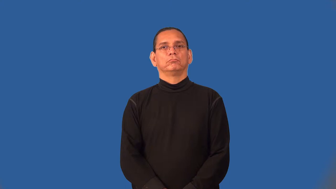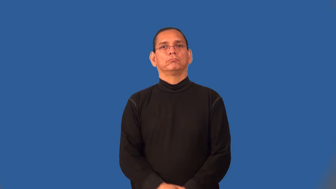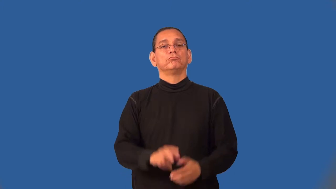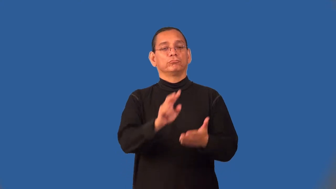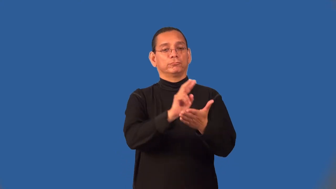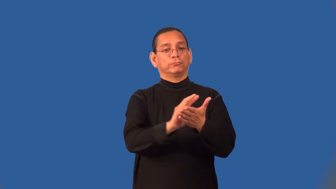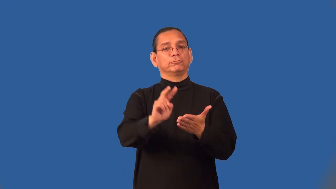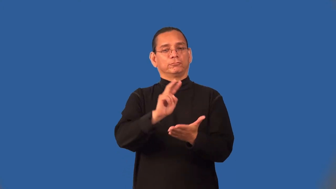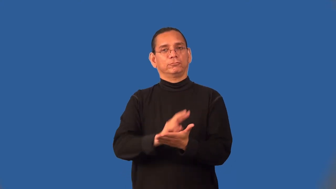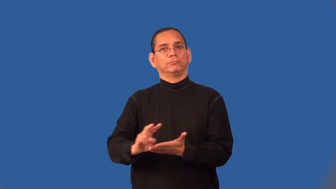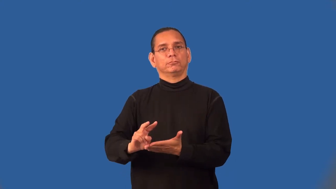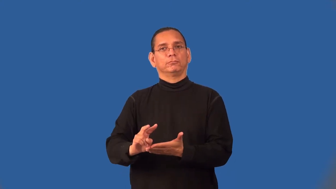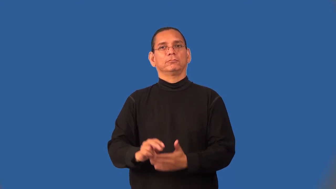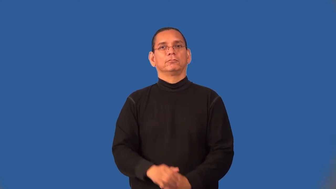semimonthly